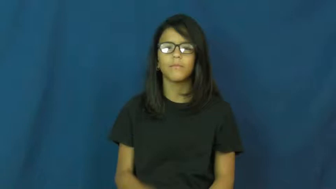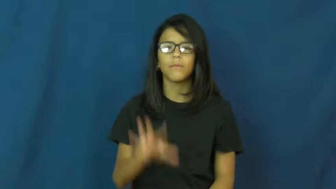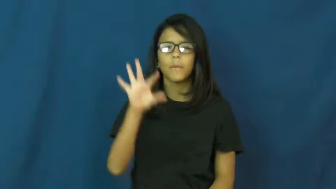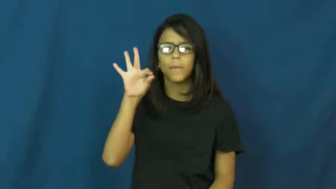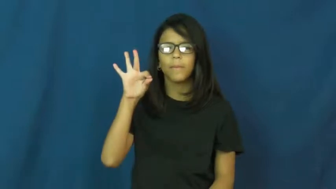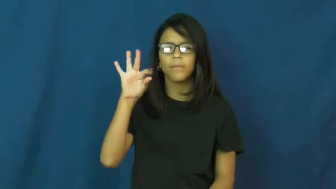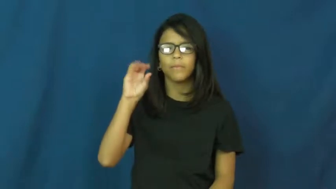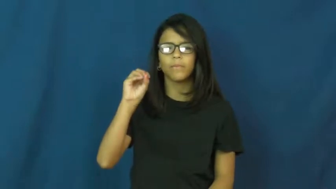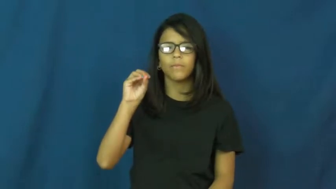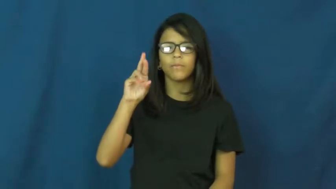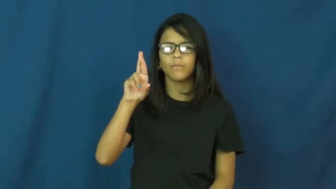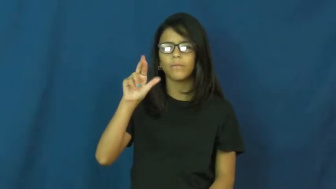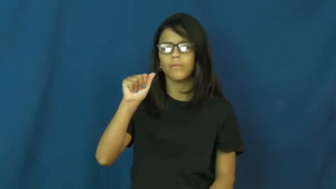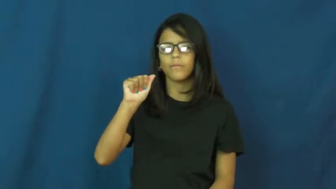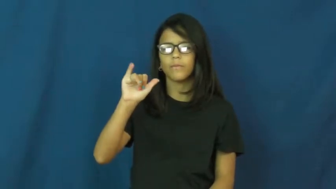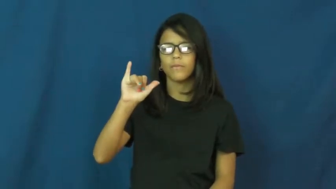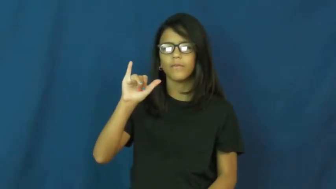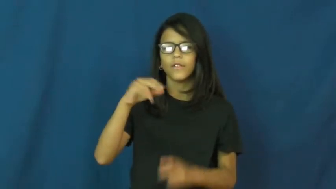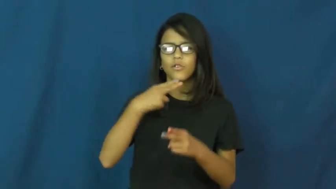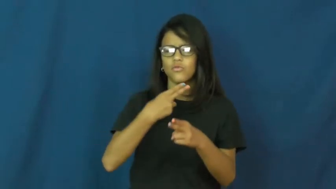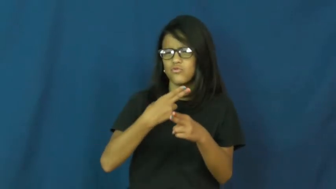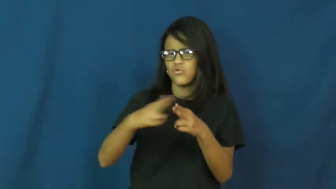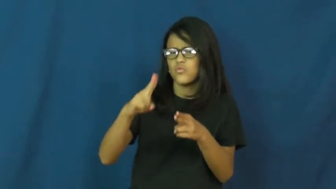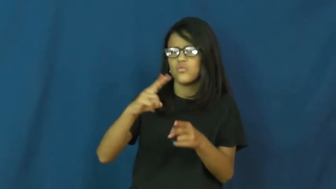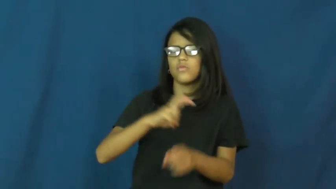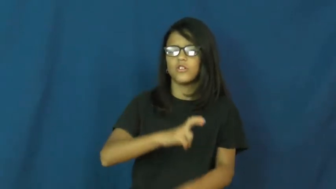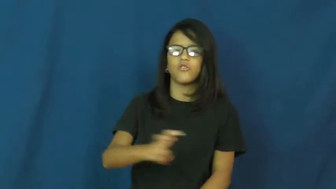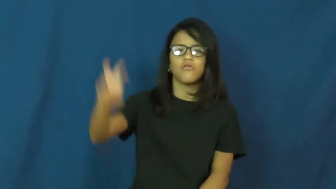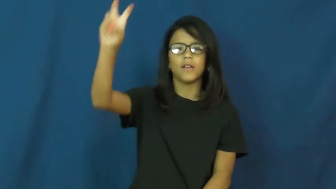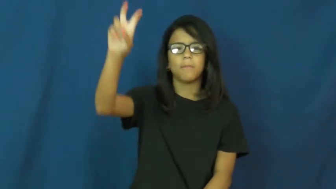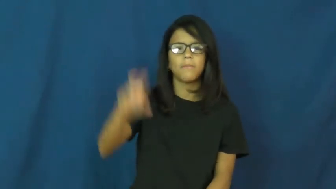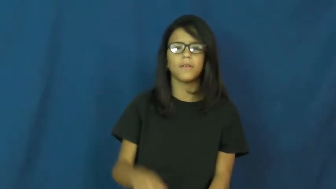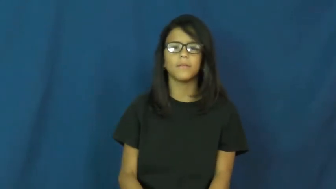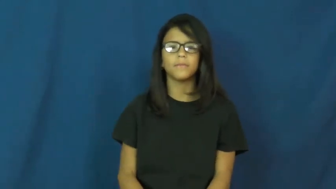foray-short trip